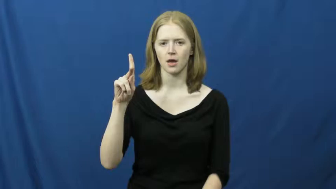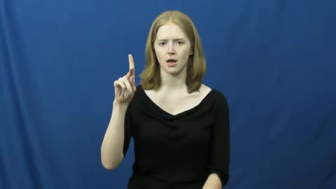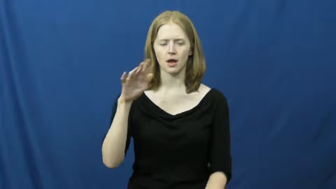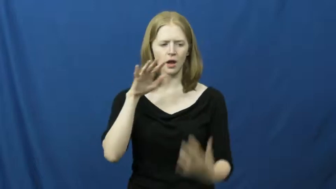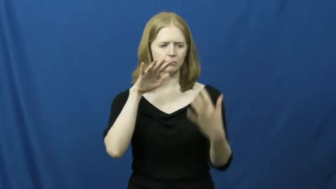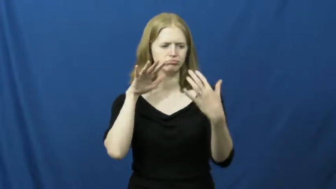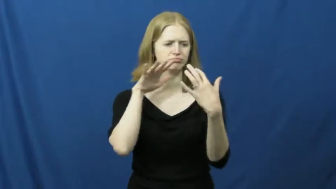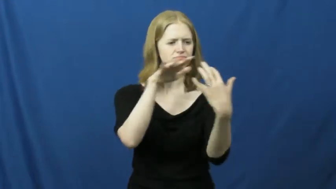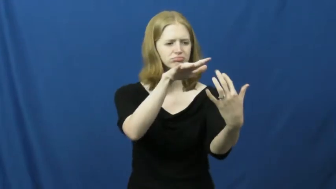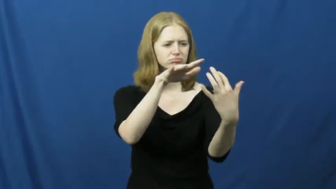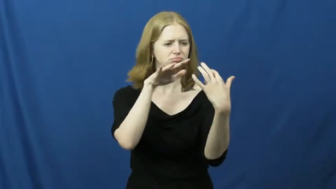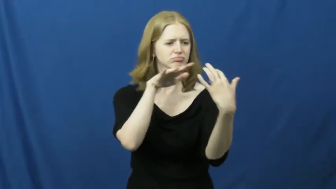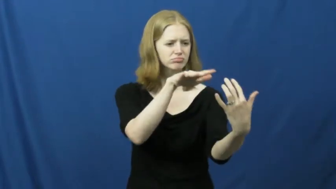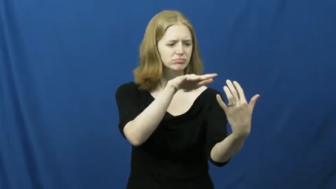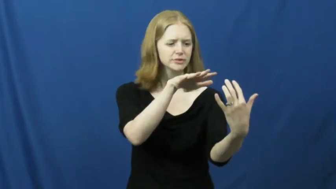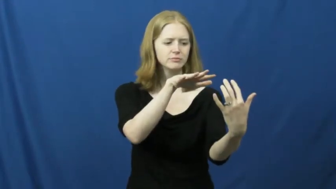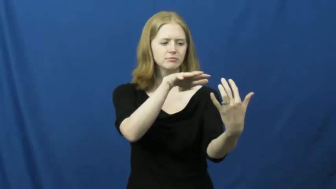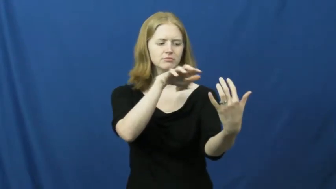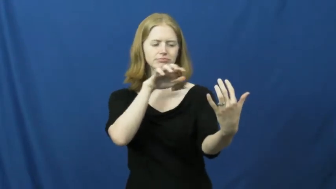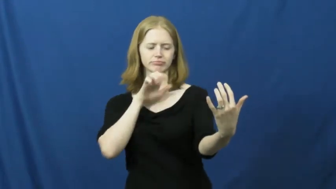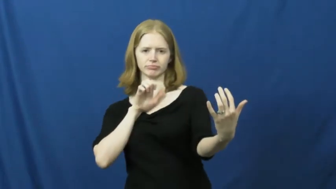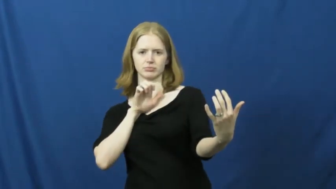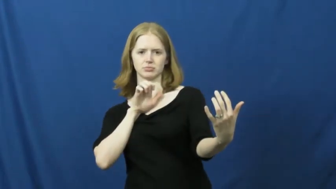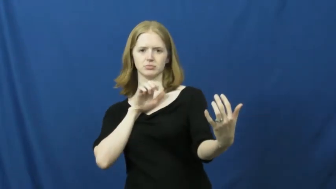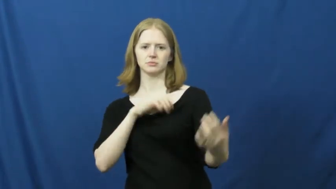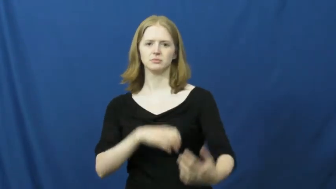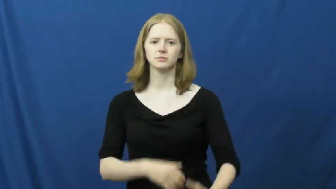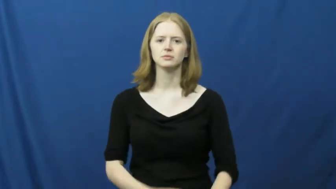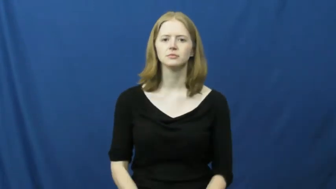retreat,fall back,pullback,pullout